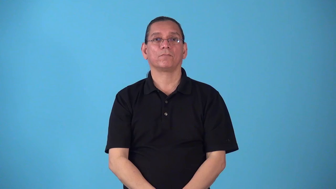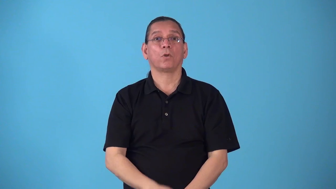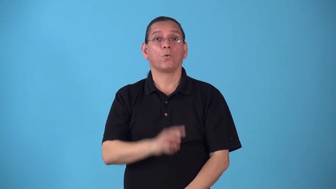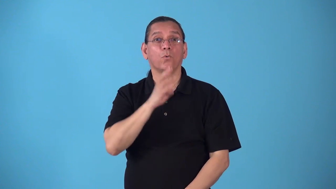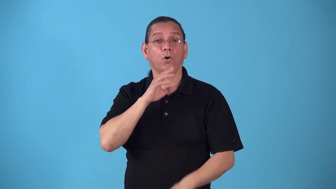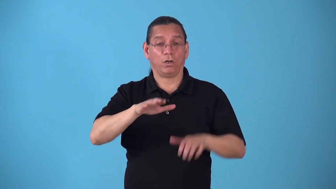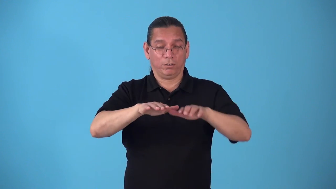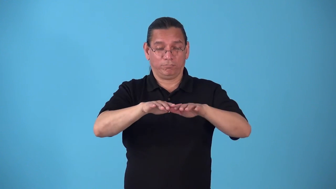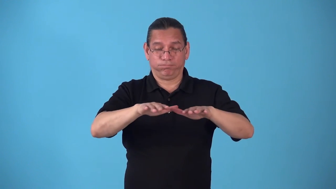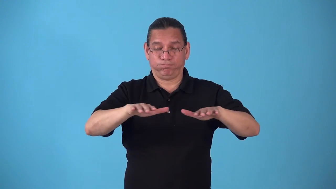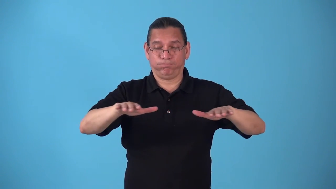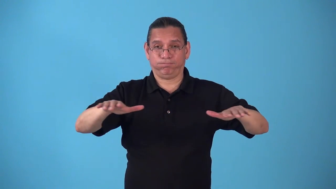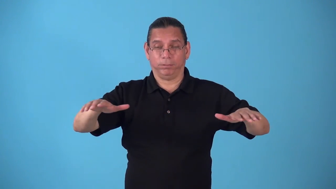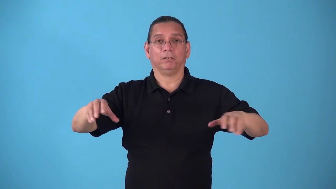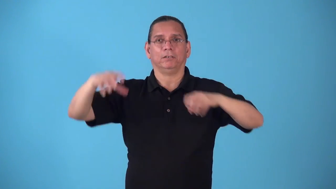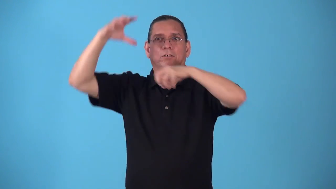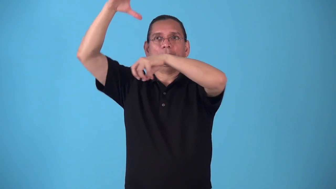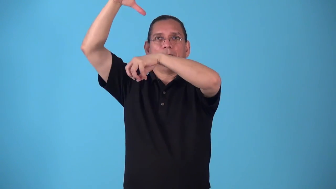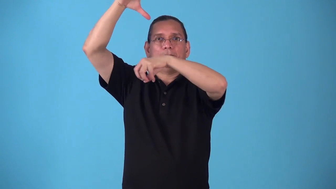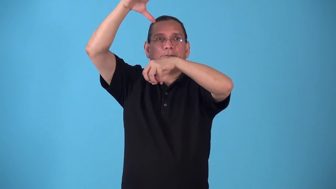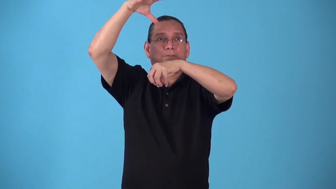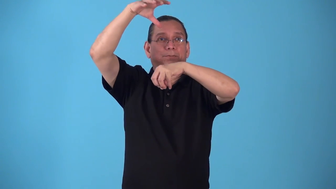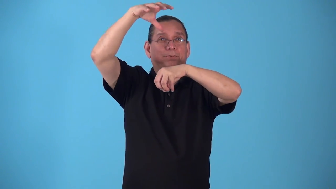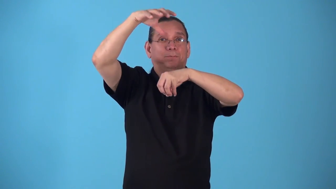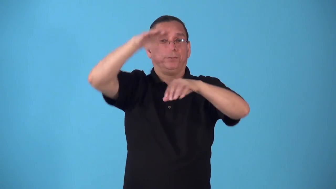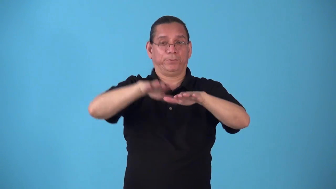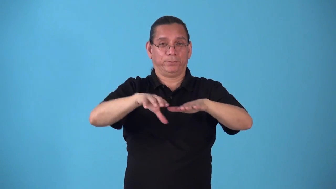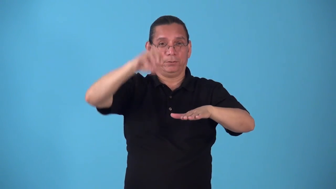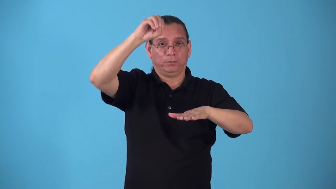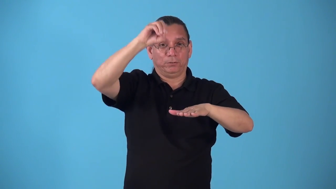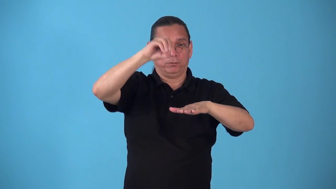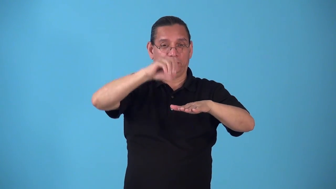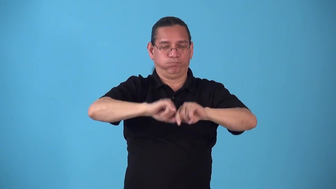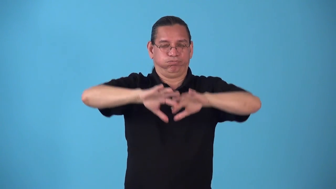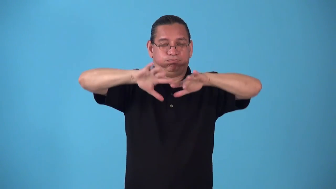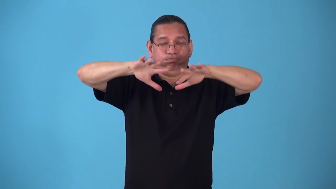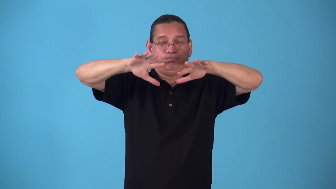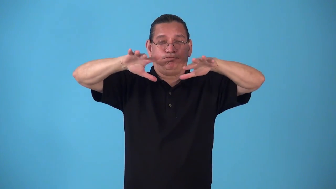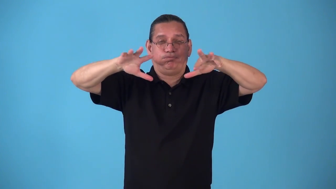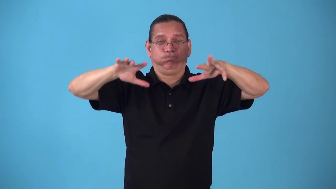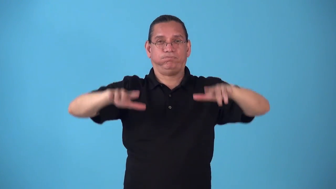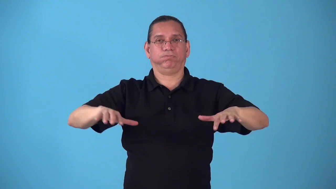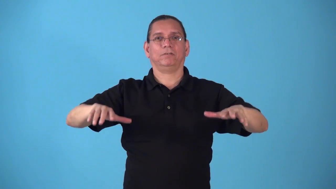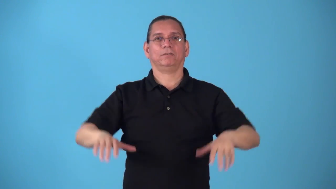splashdown